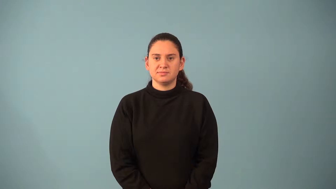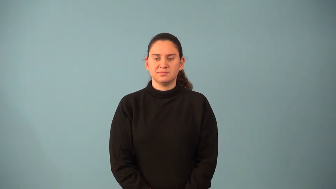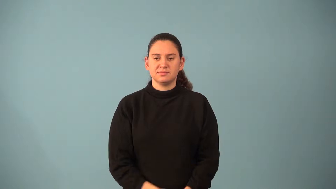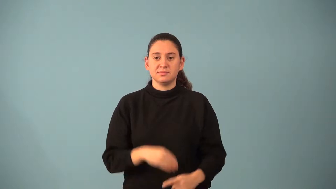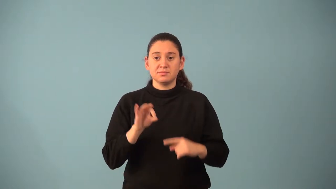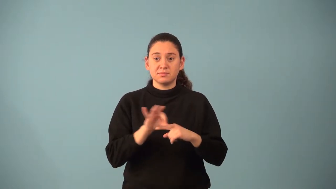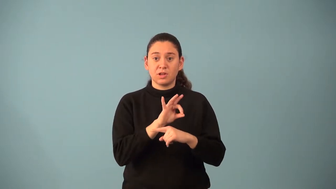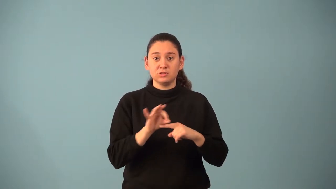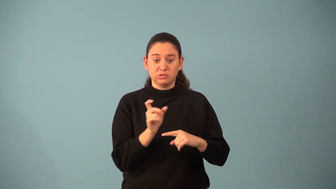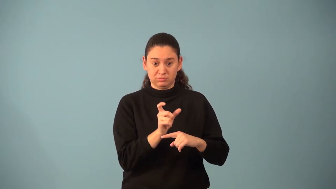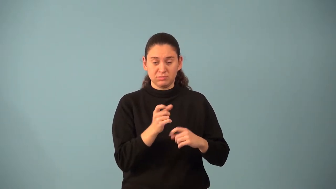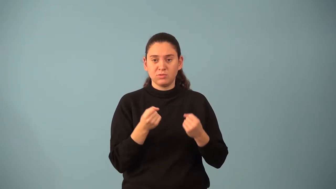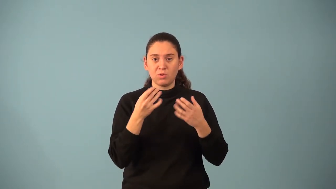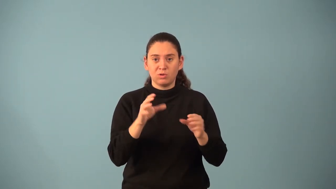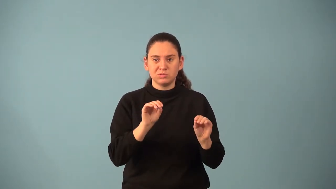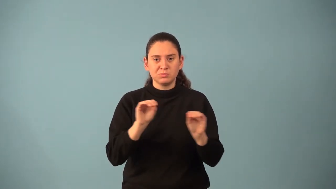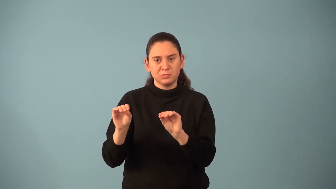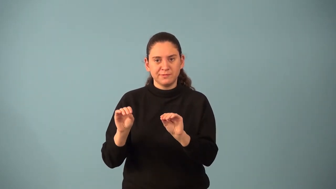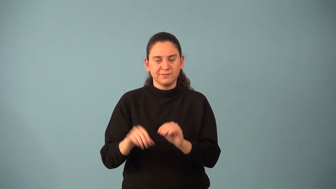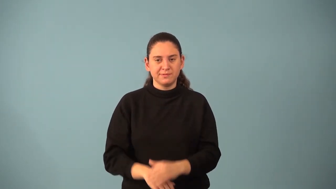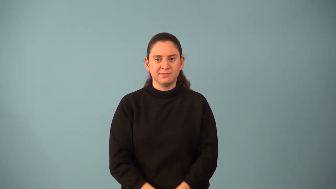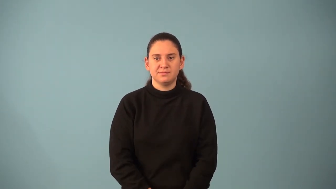phase shift